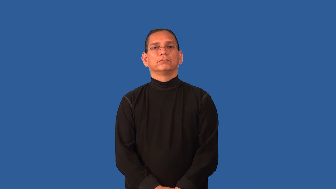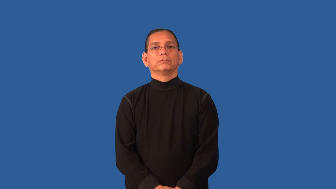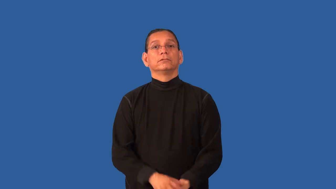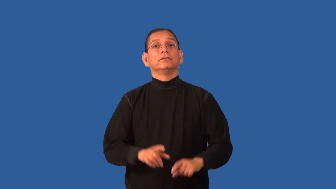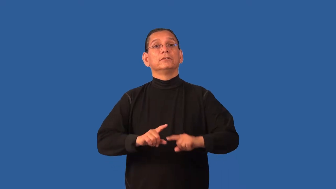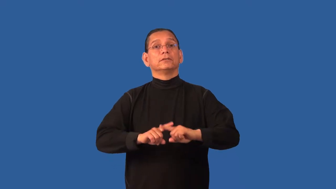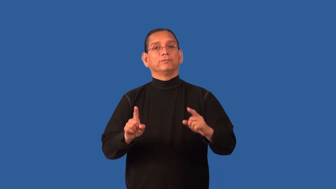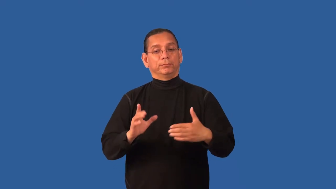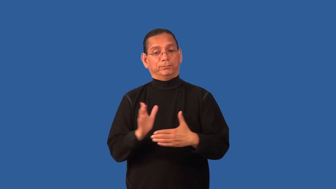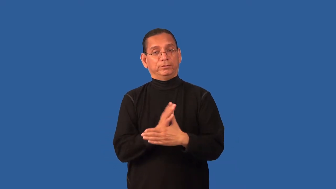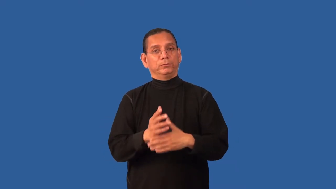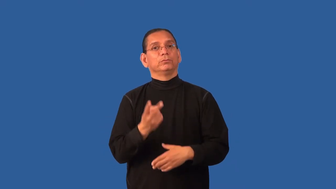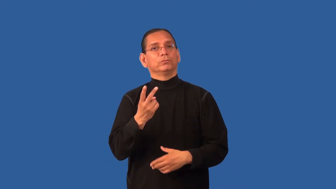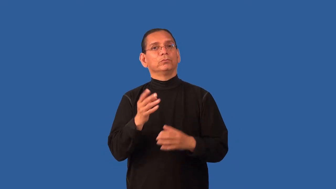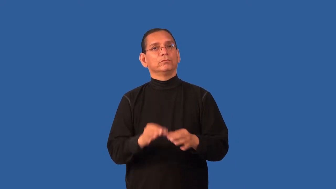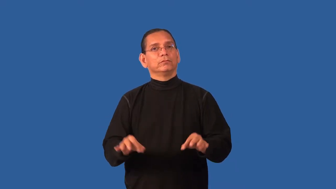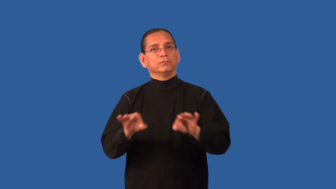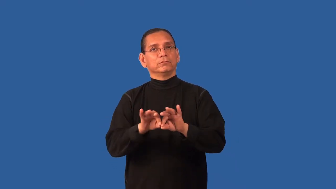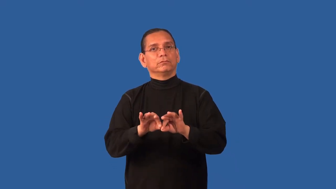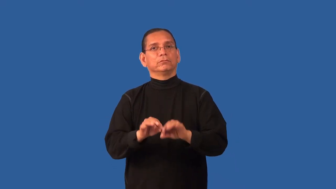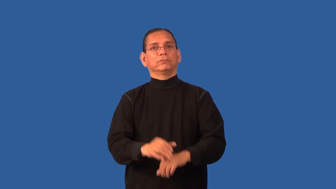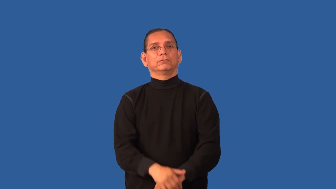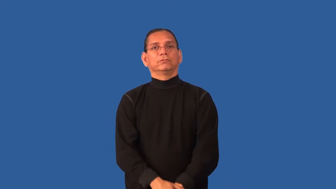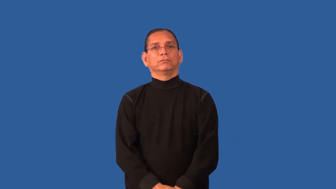differential